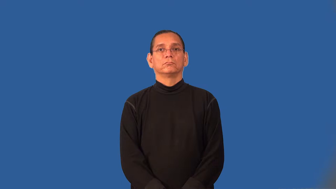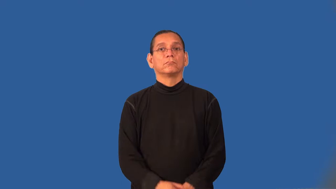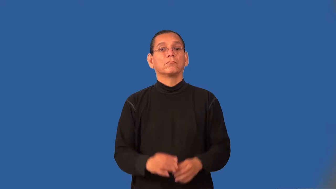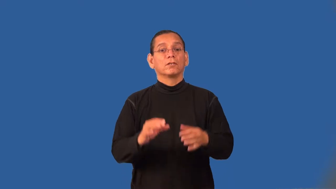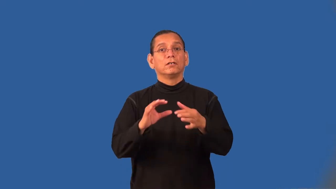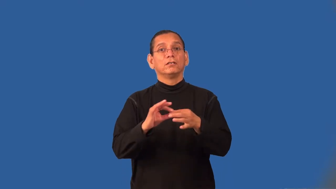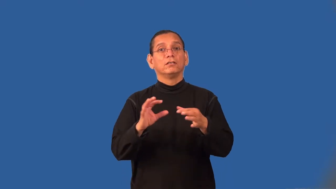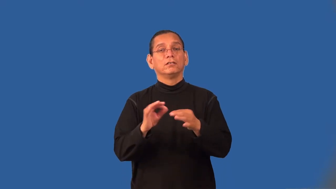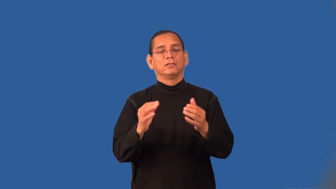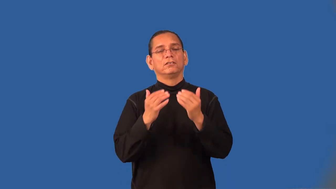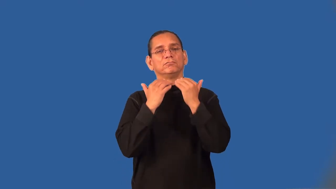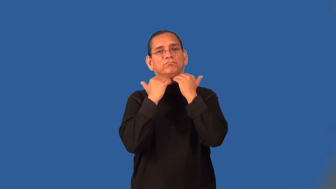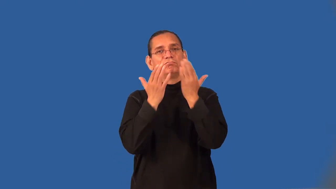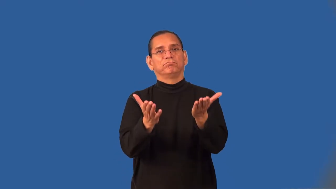tactless